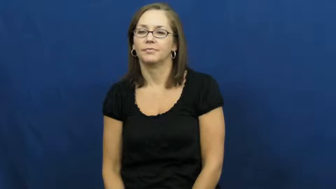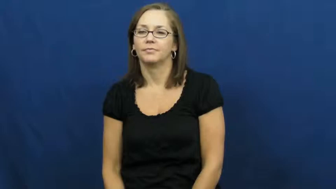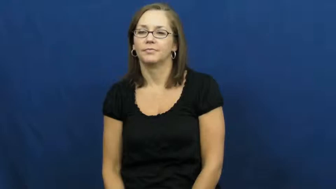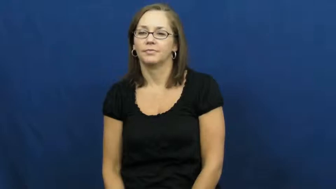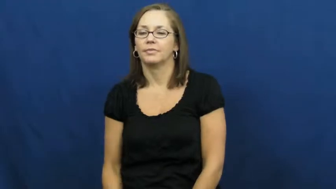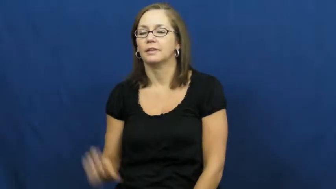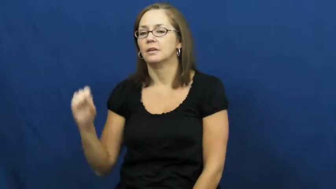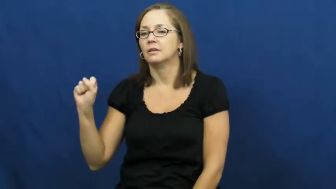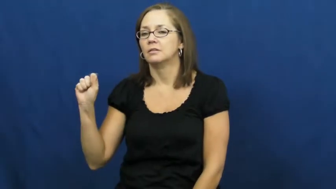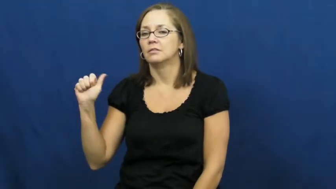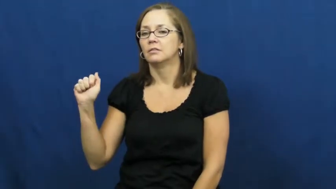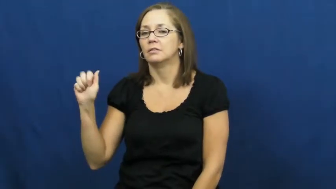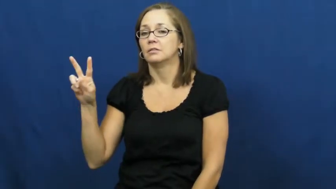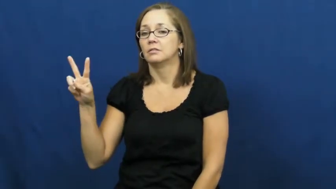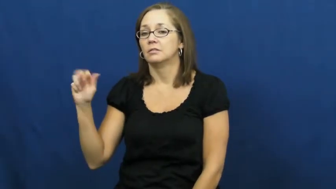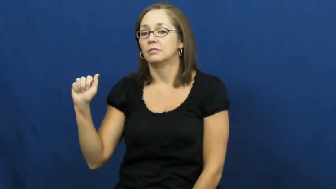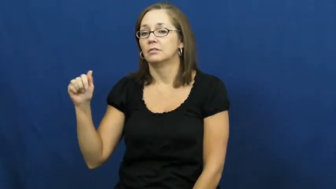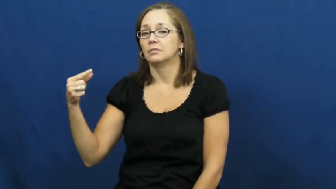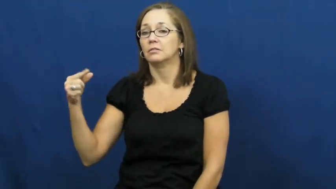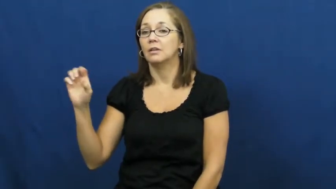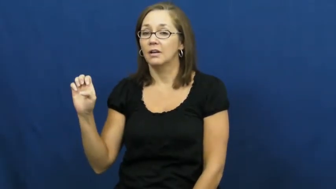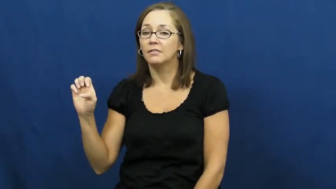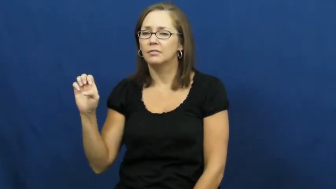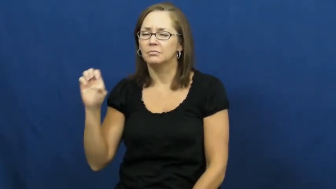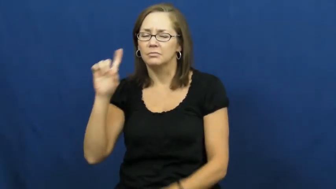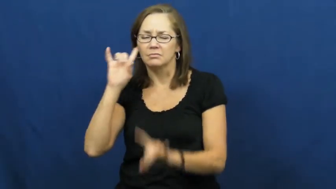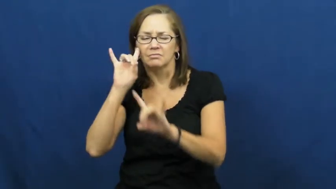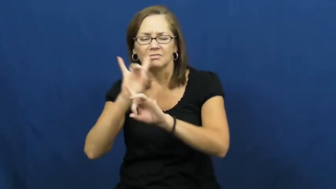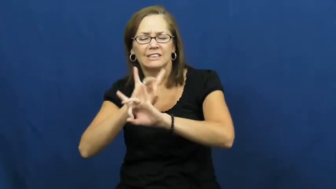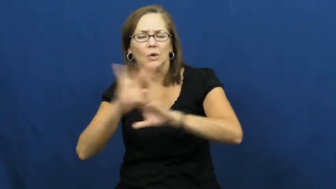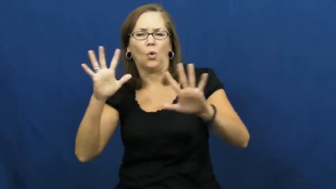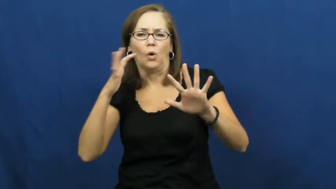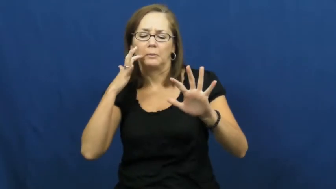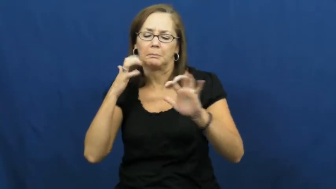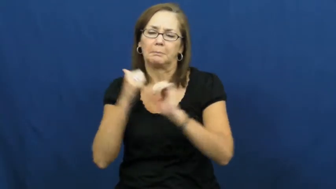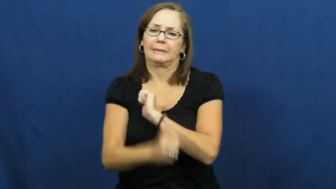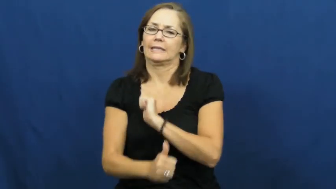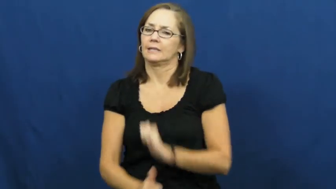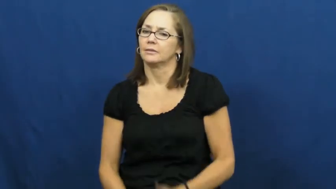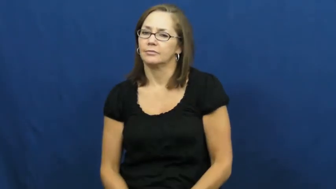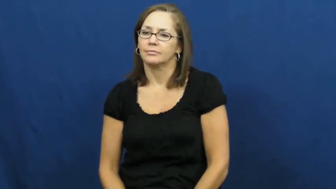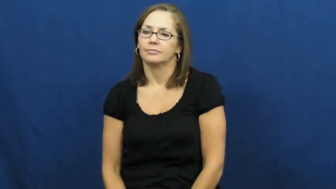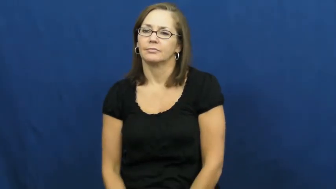savage